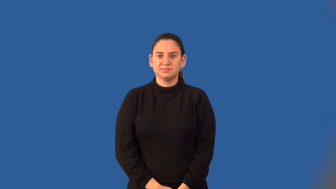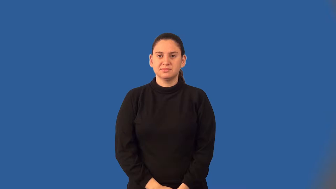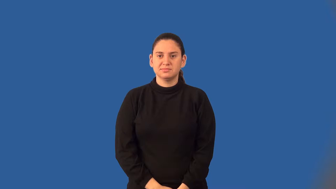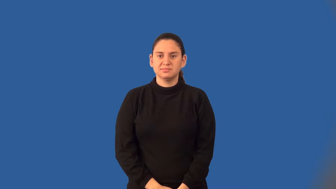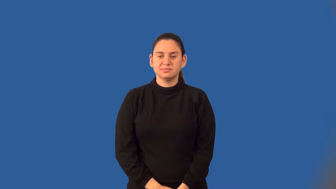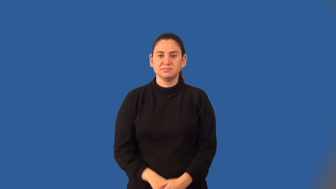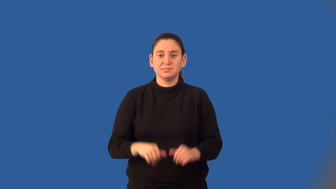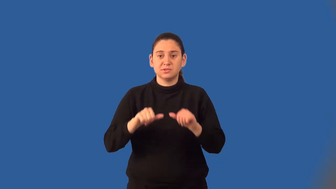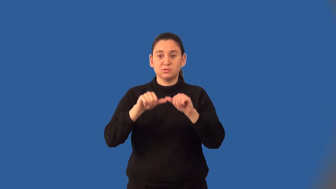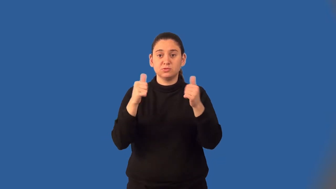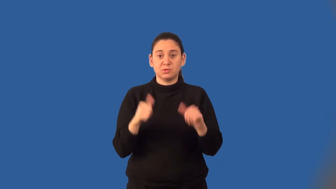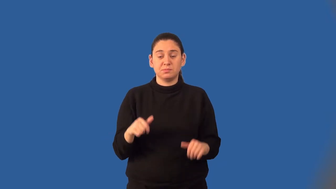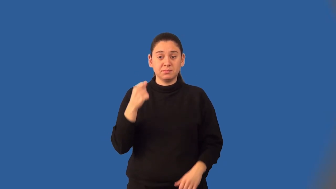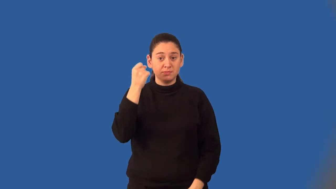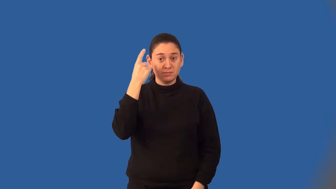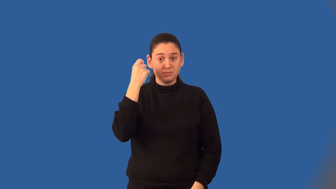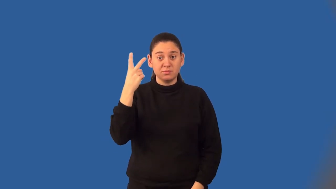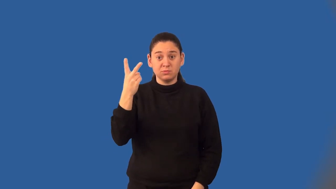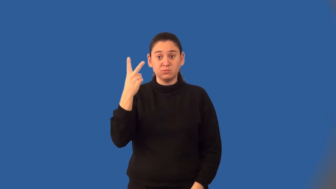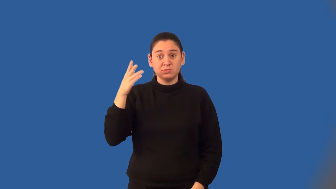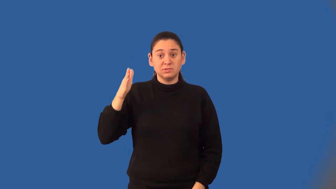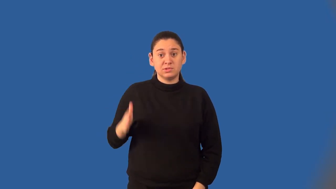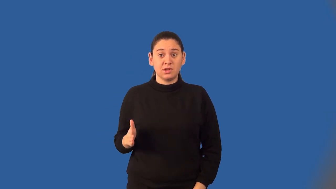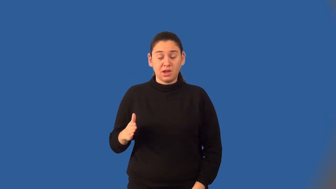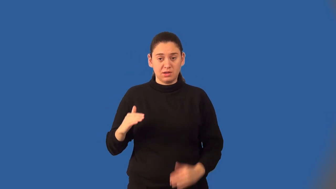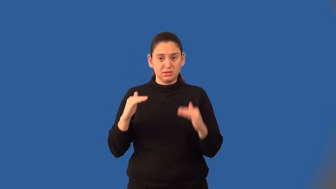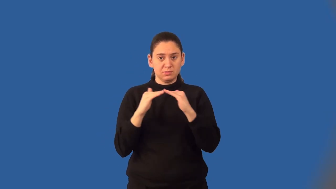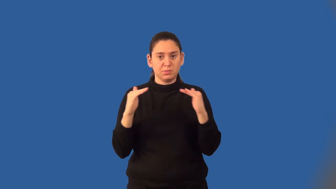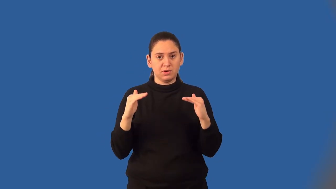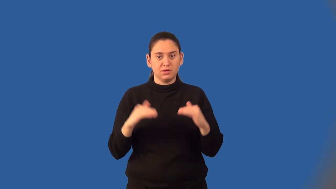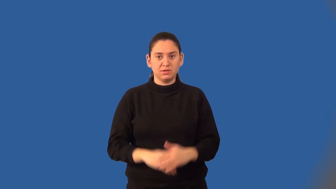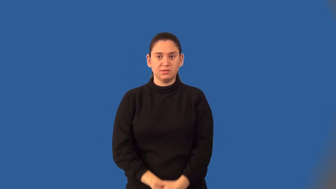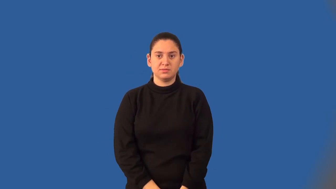isosceles